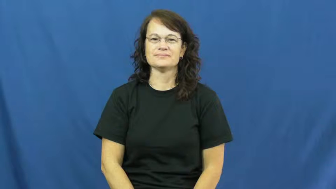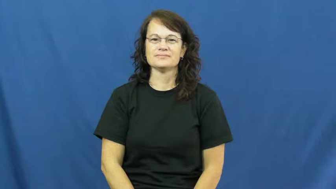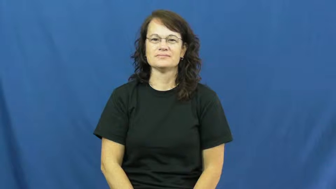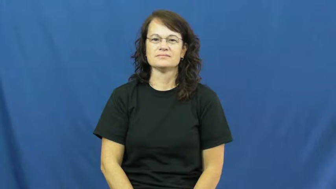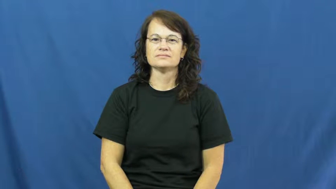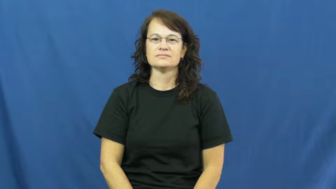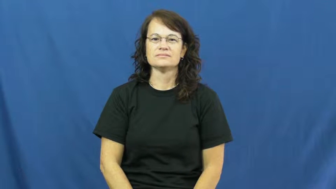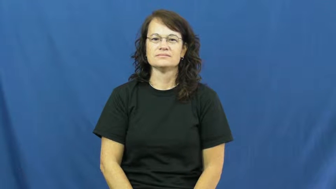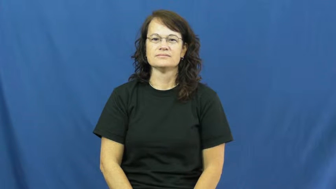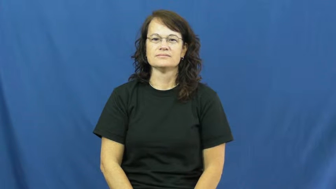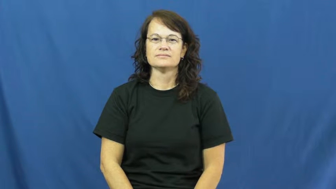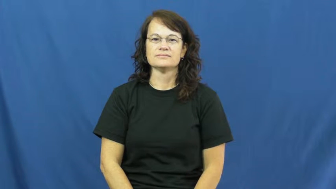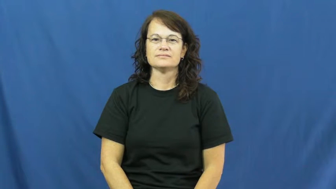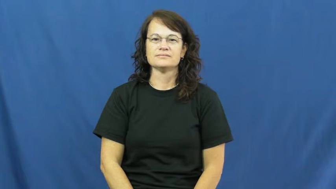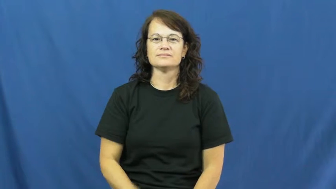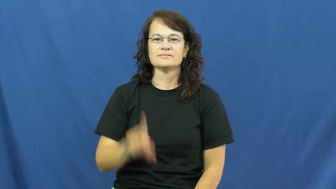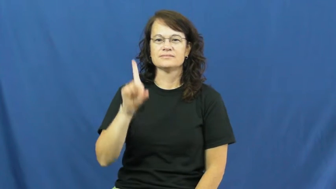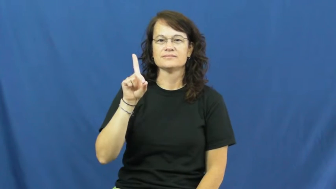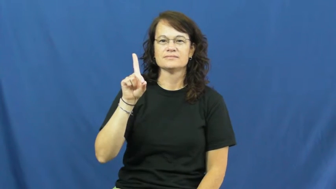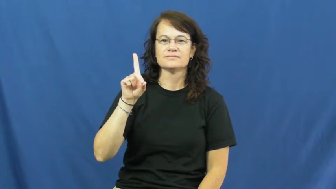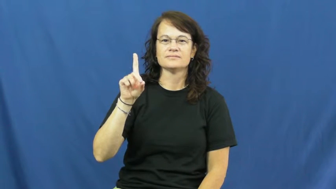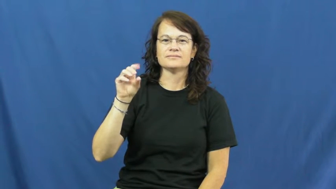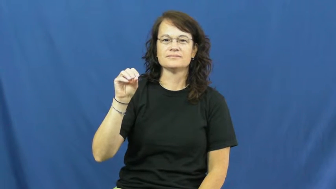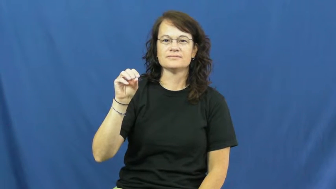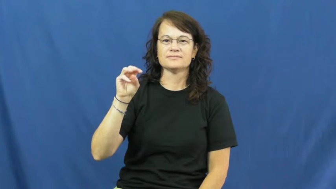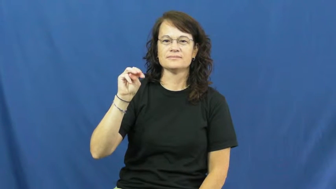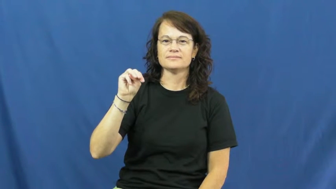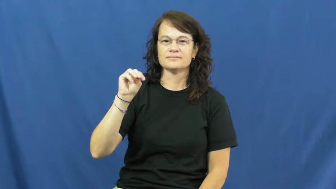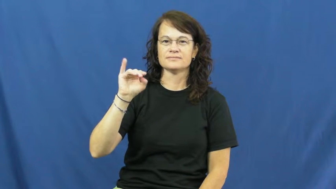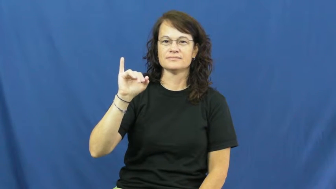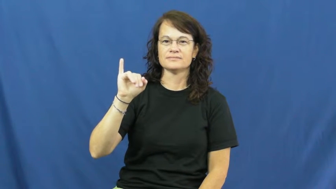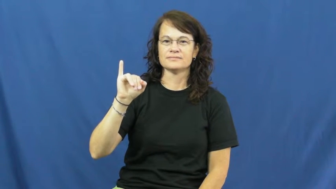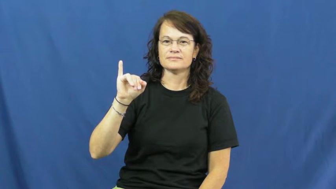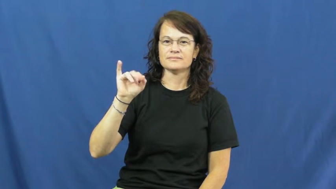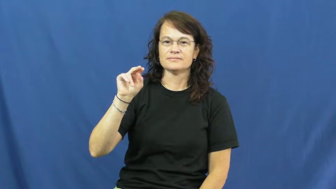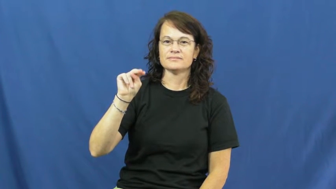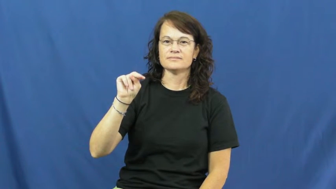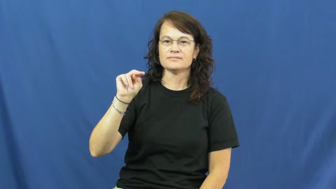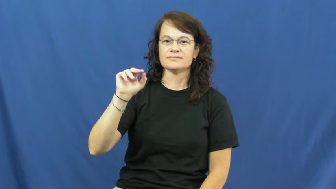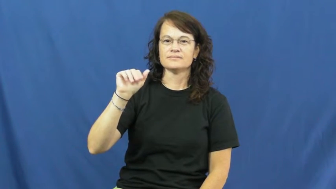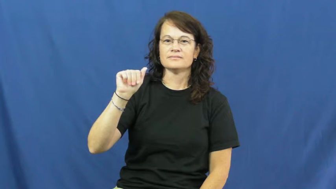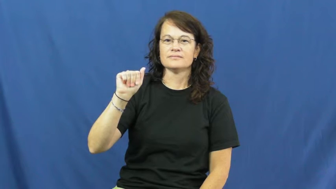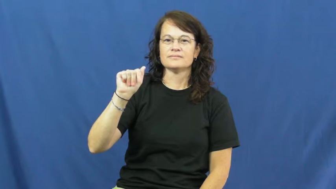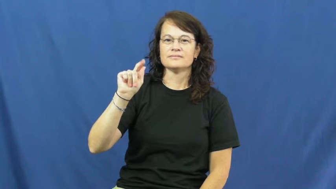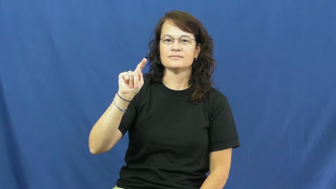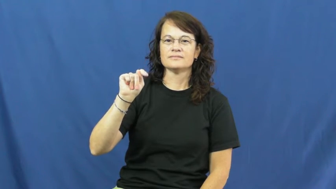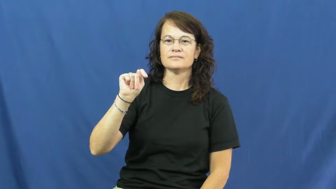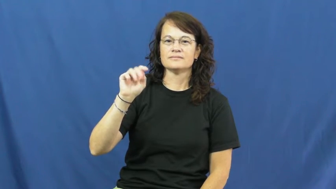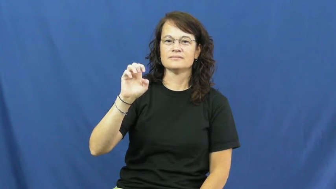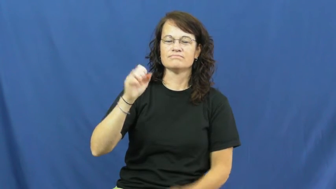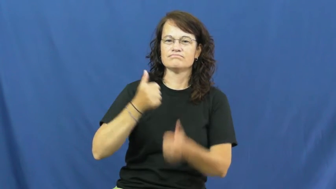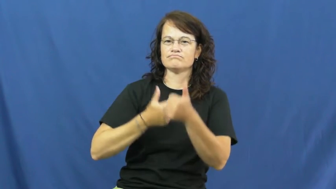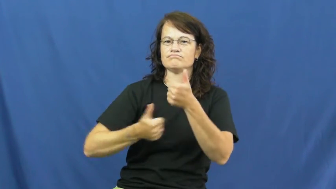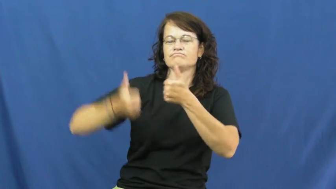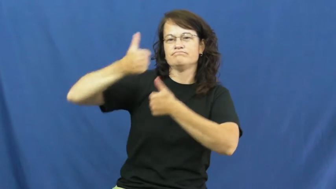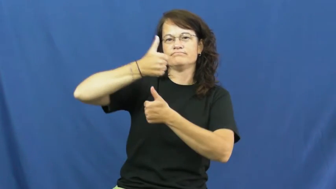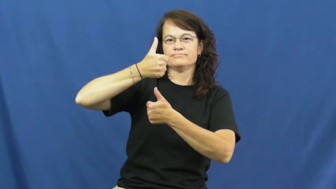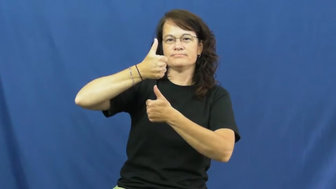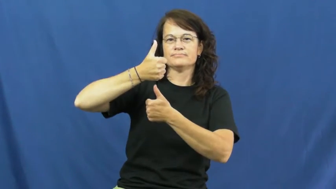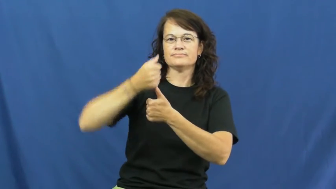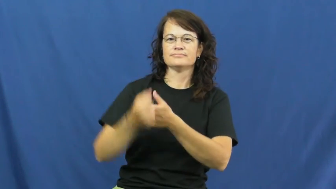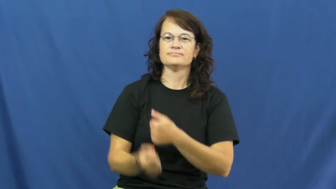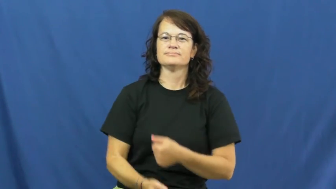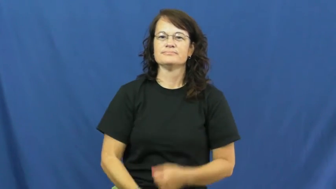dominate